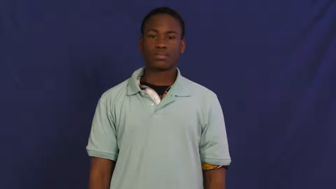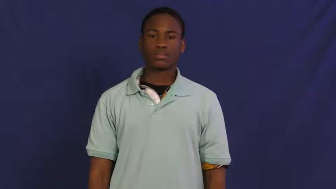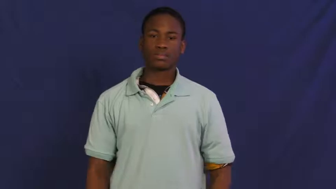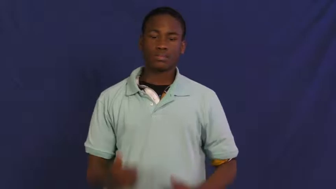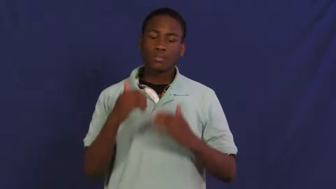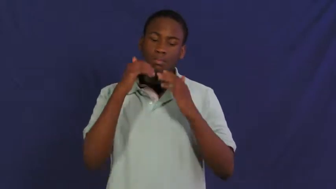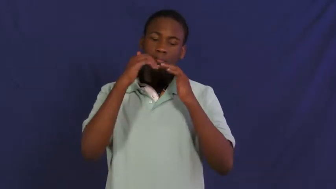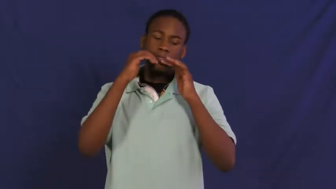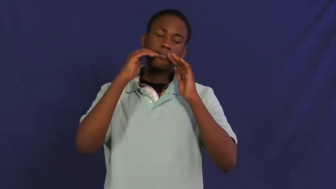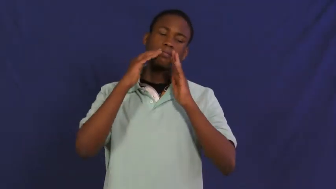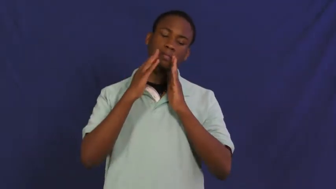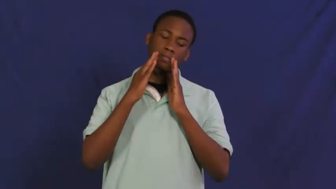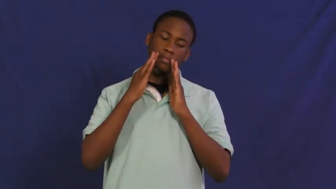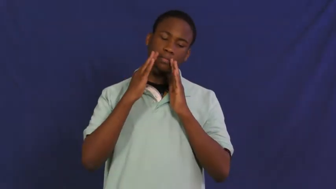frown,frown at